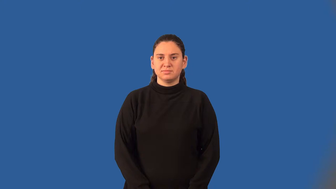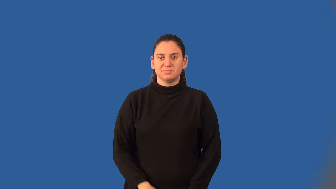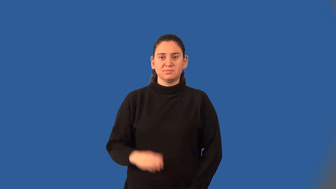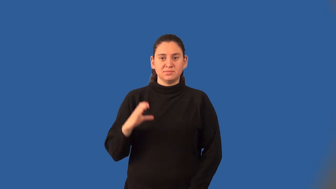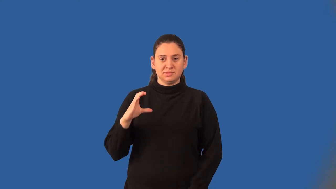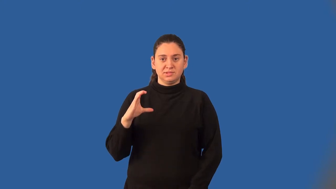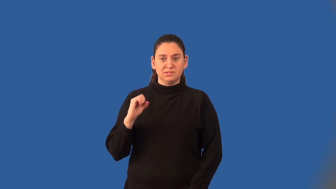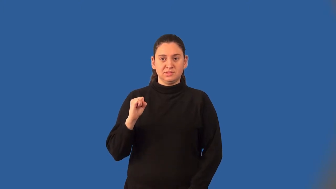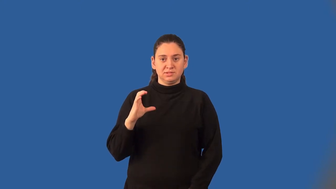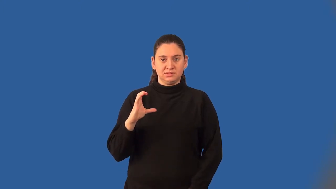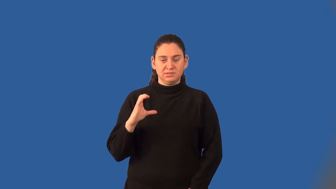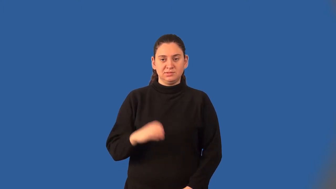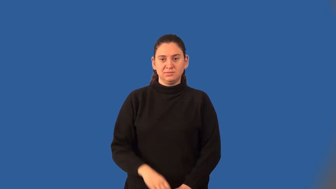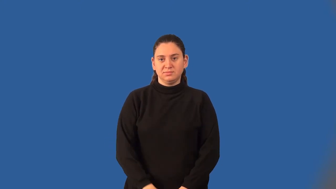cosecant